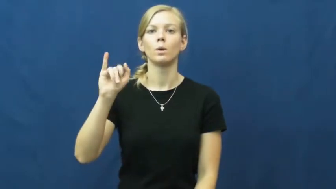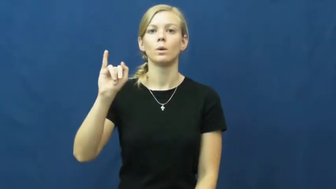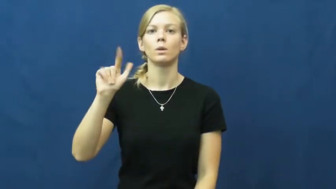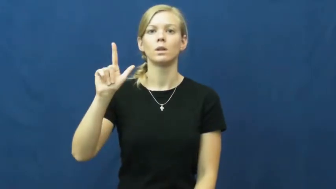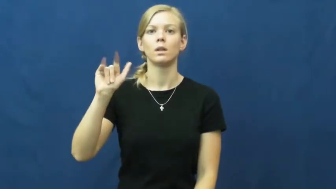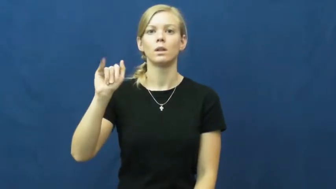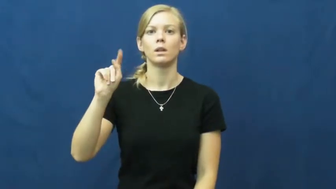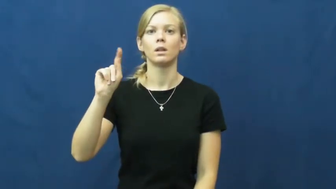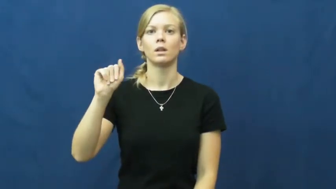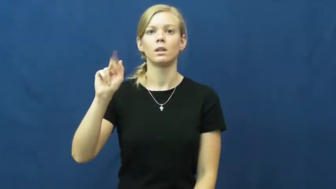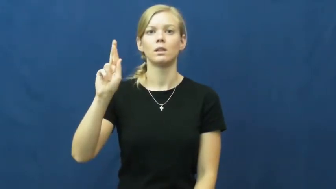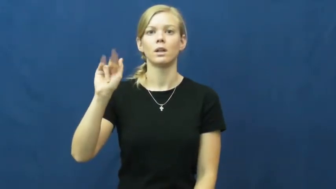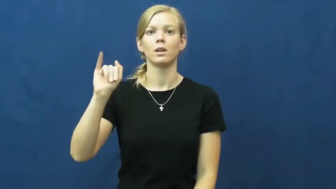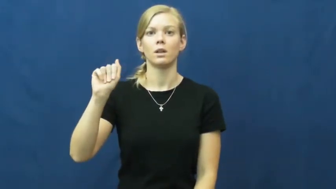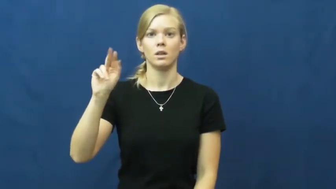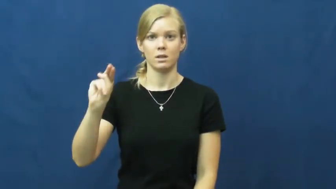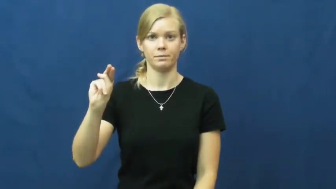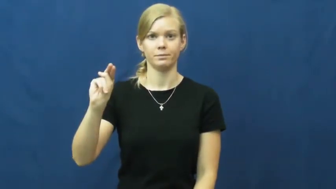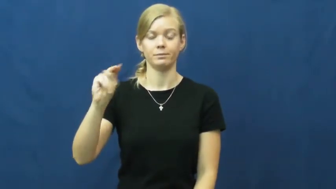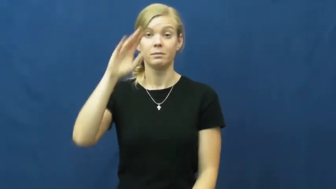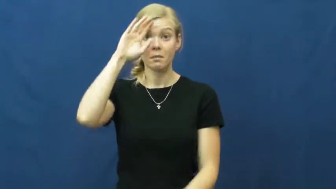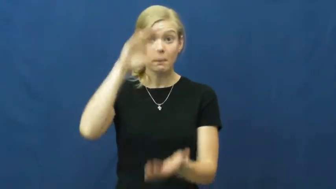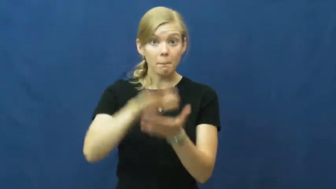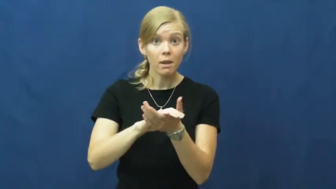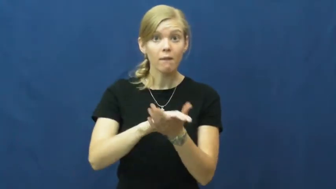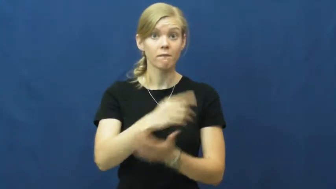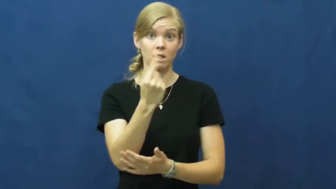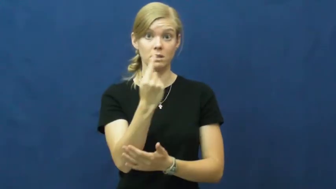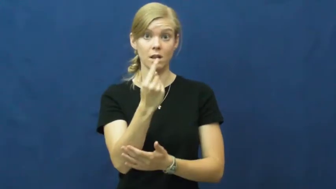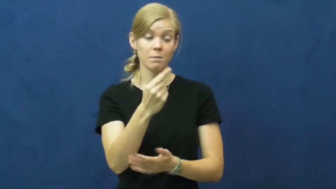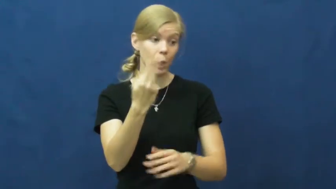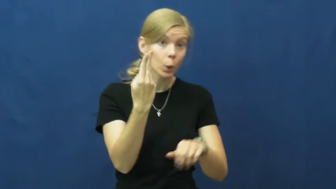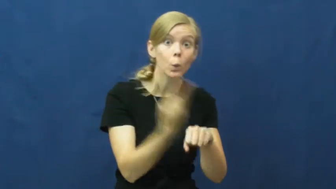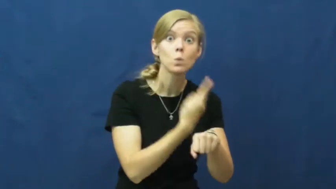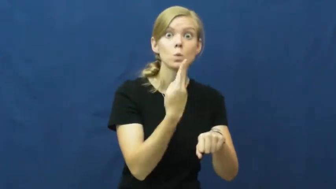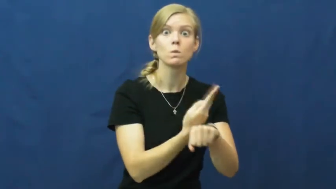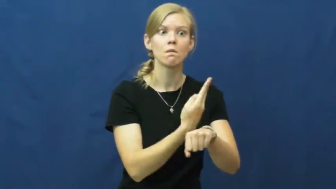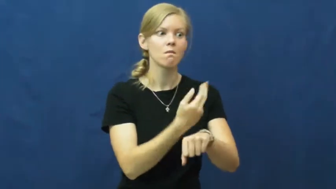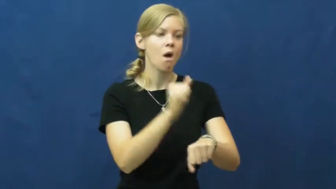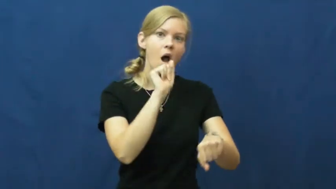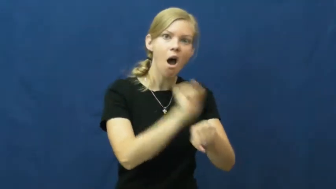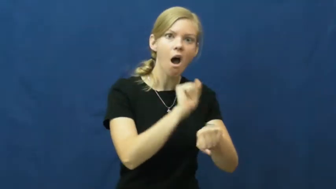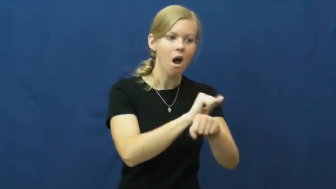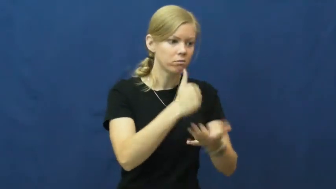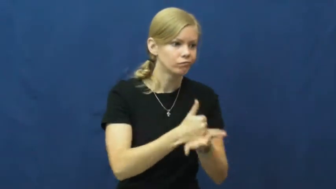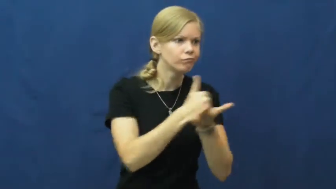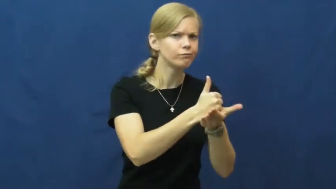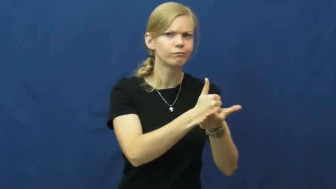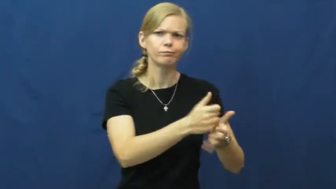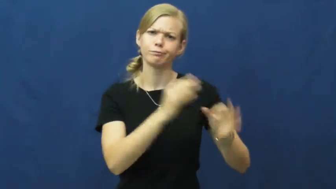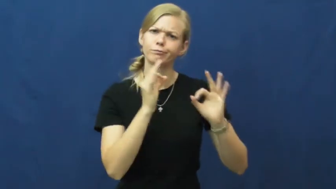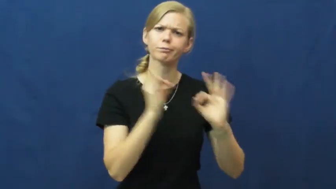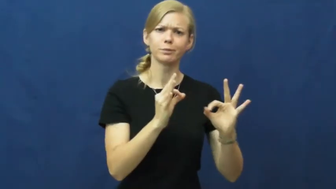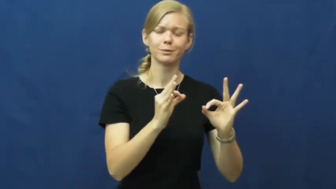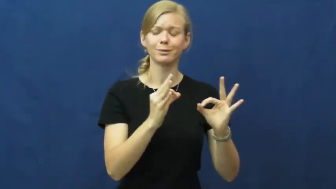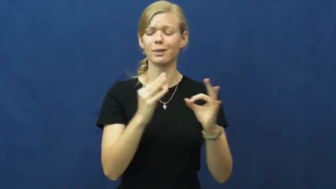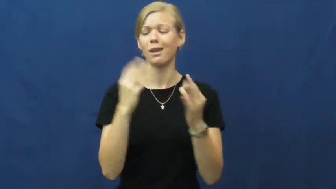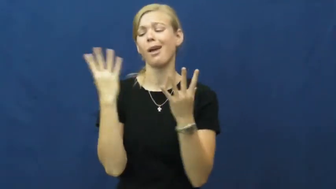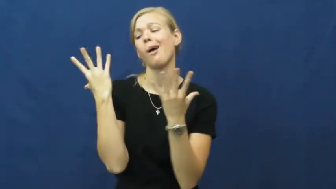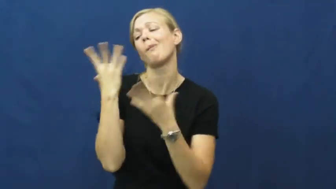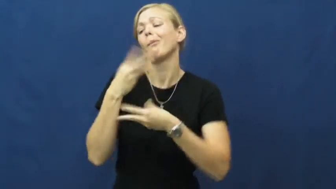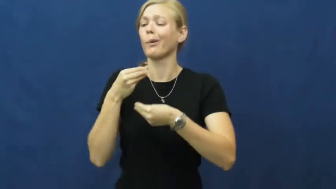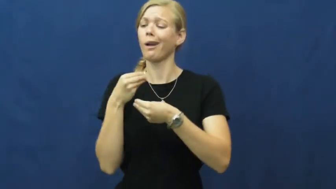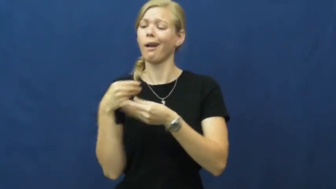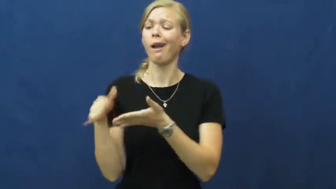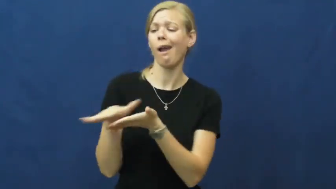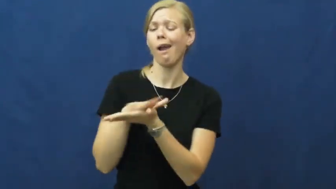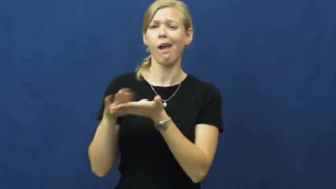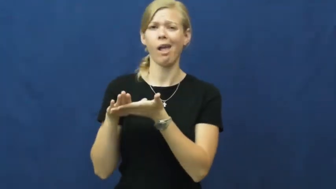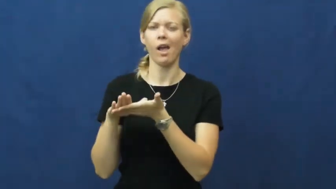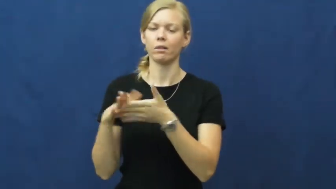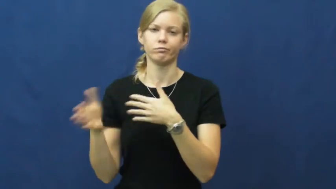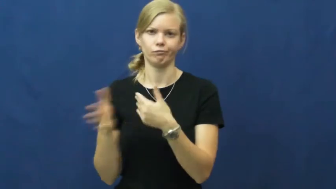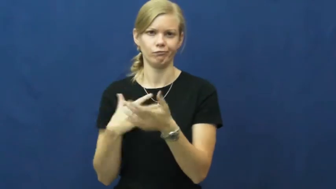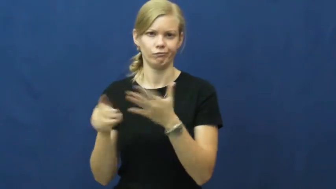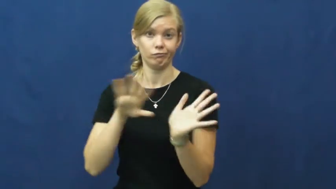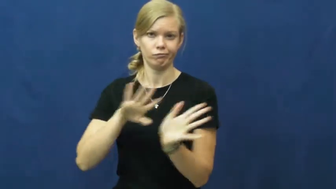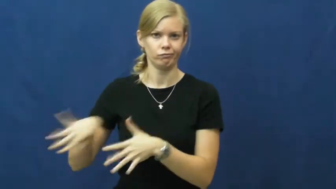utilitarian